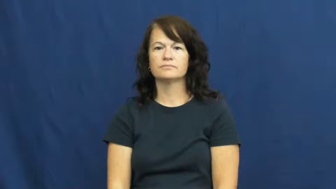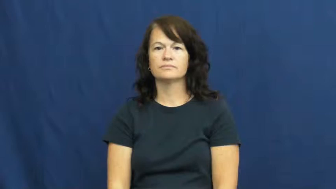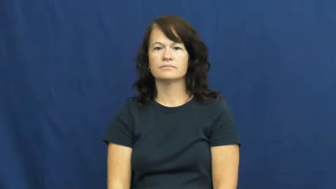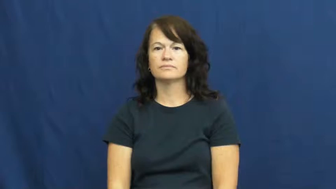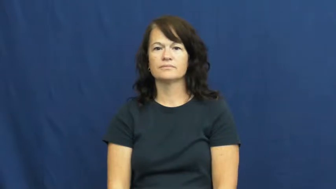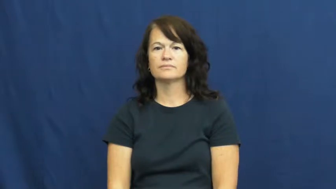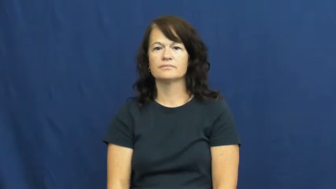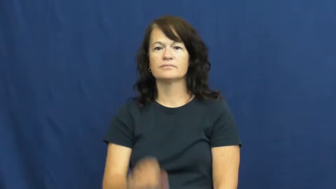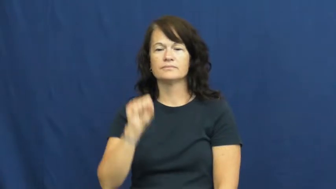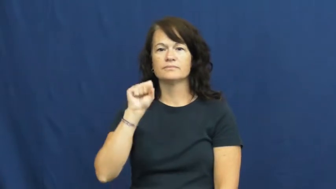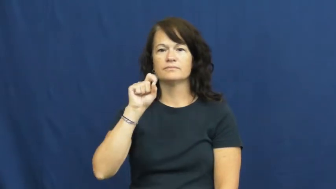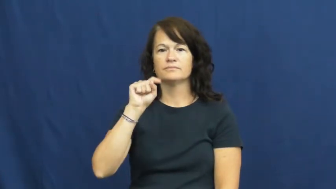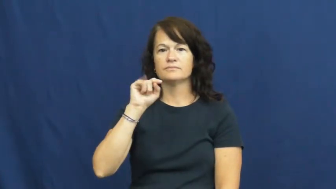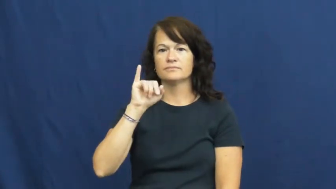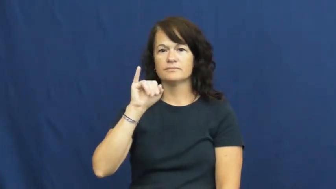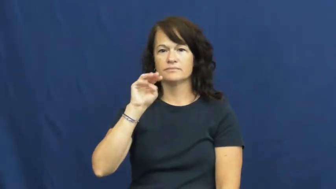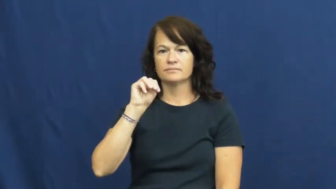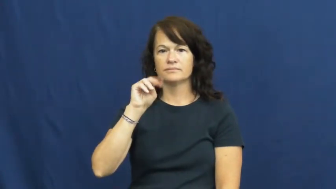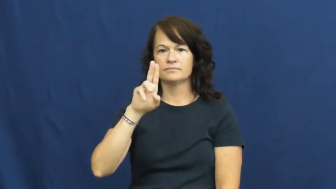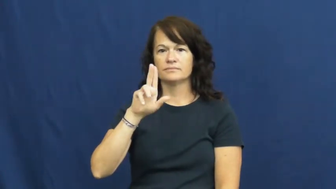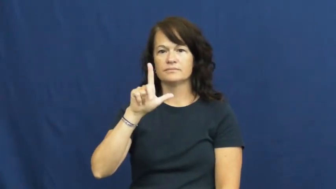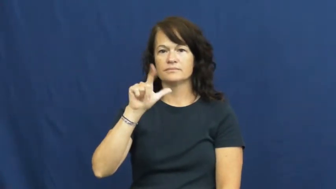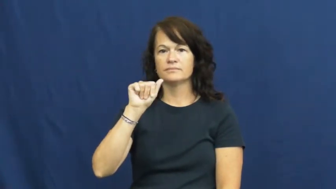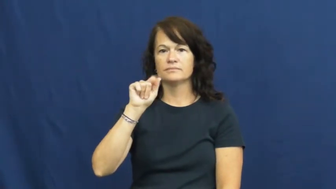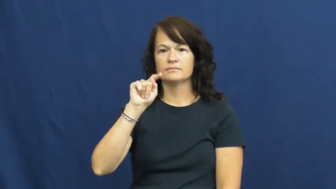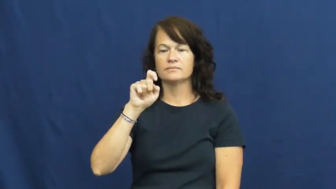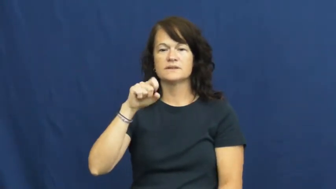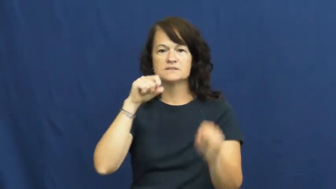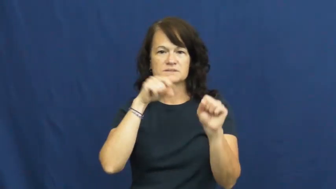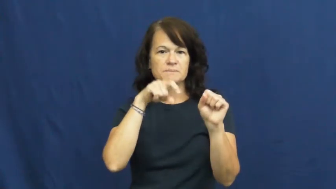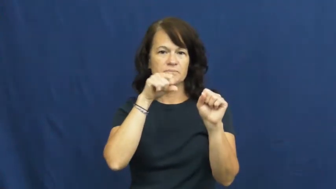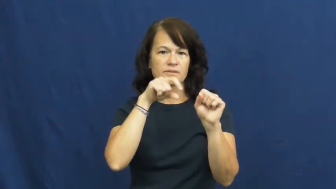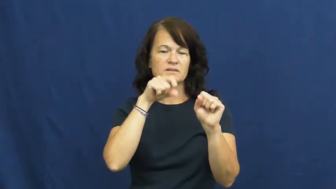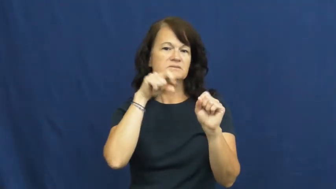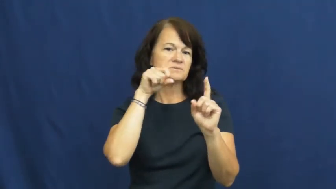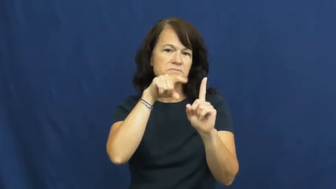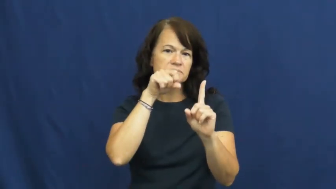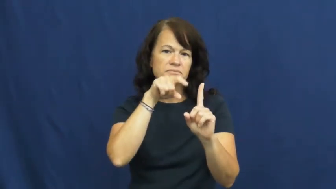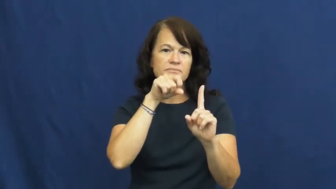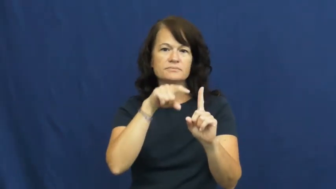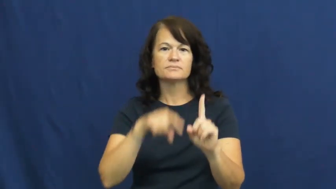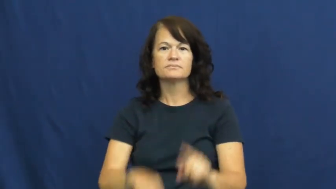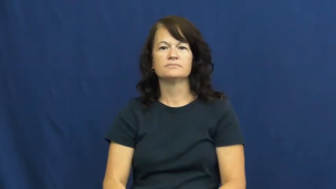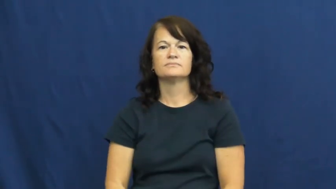stimulate